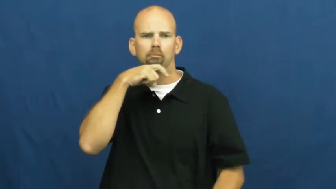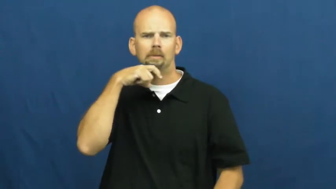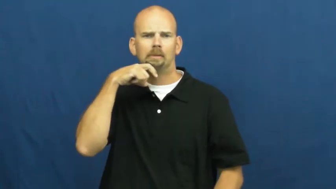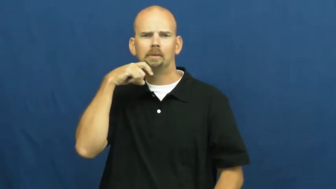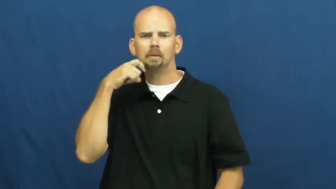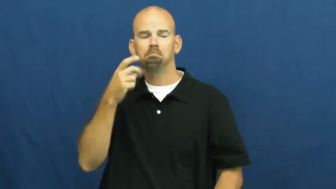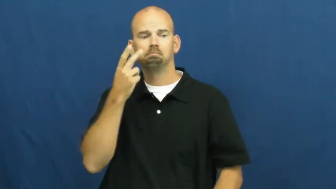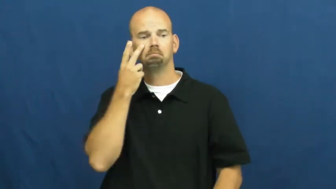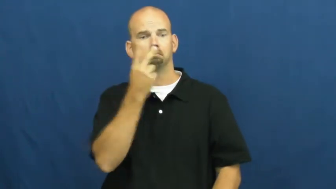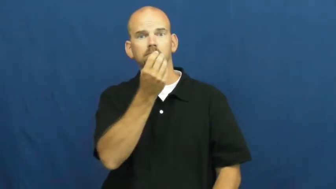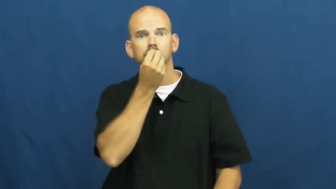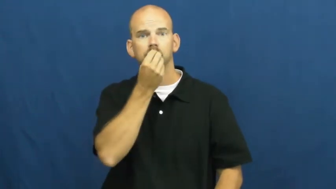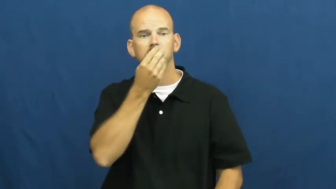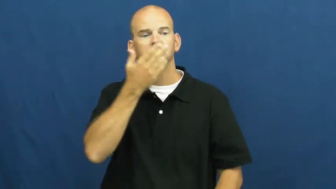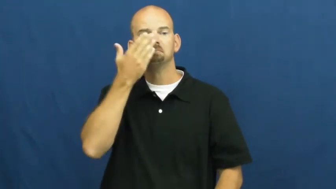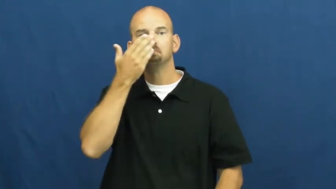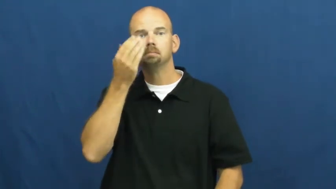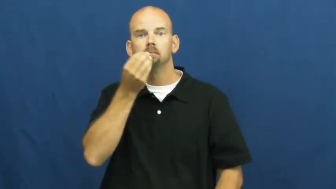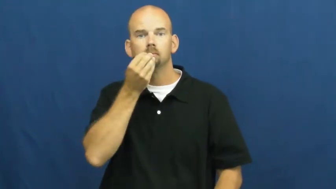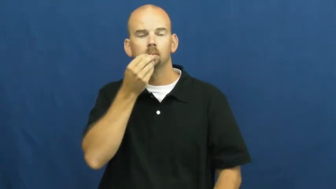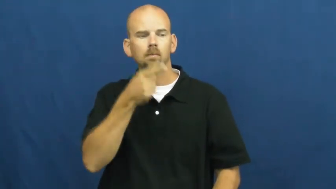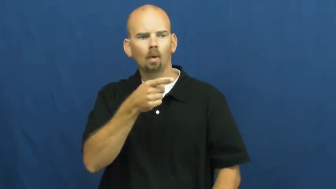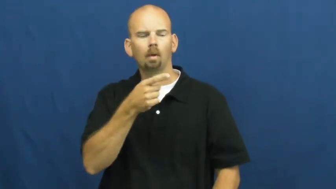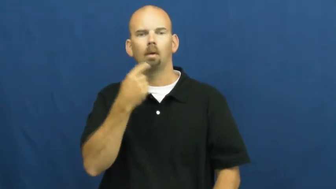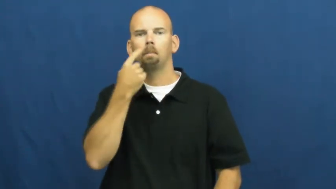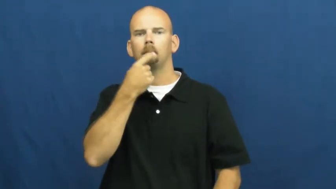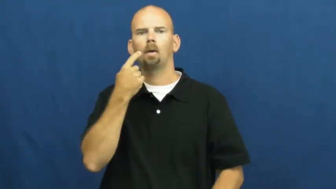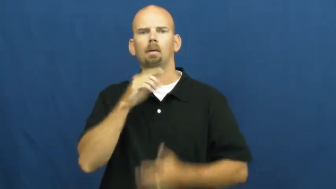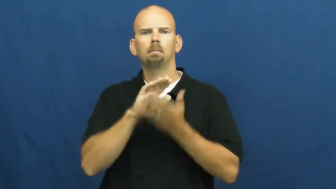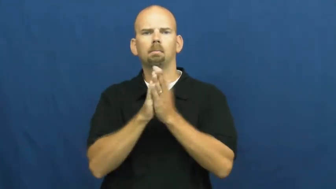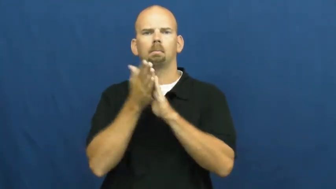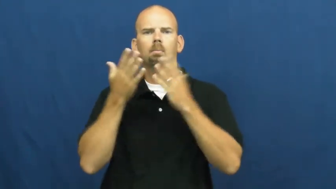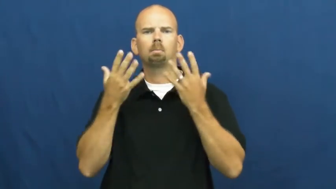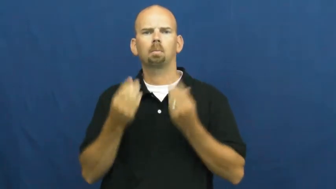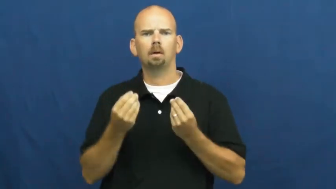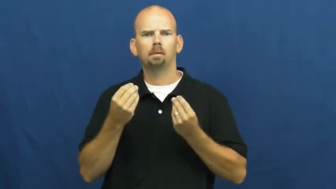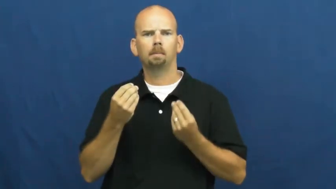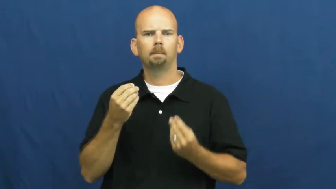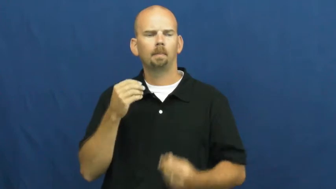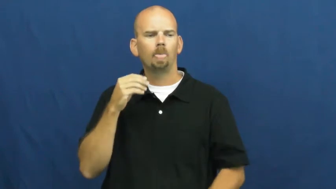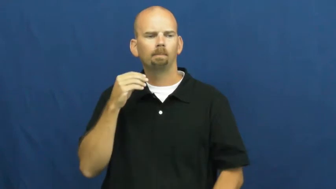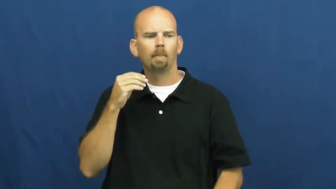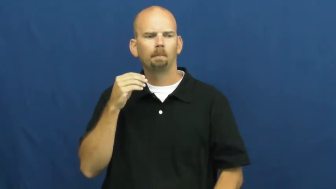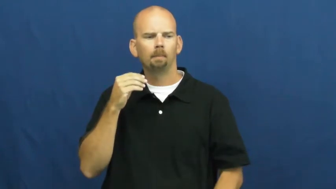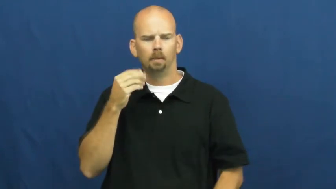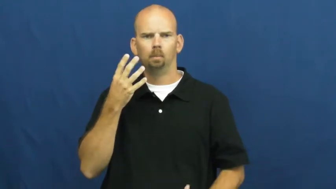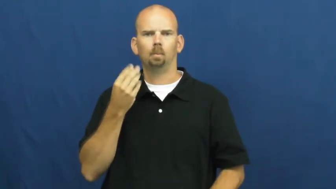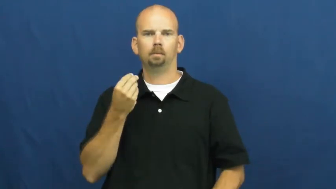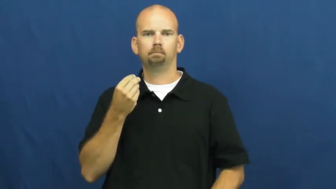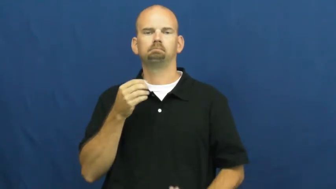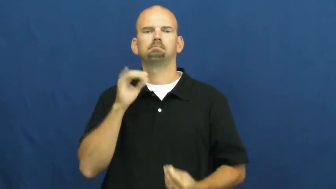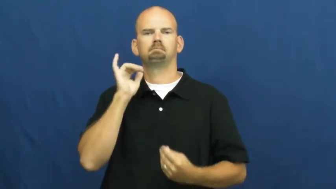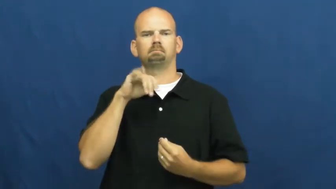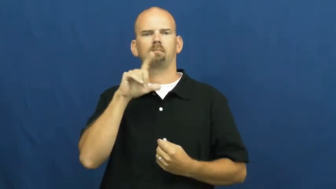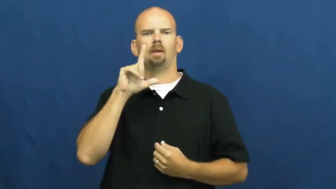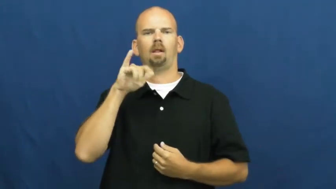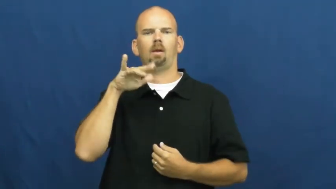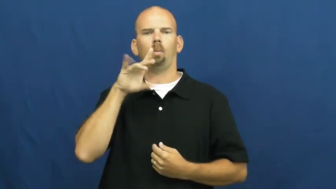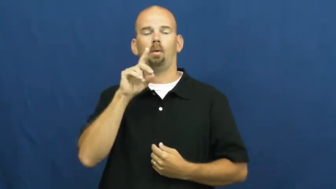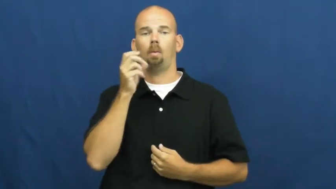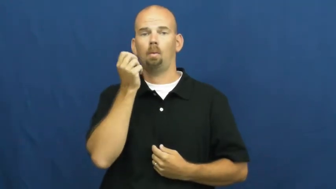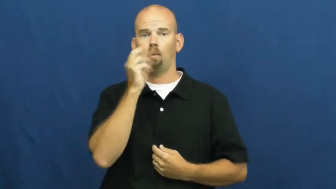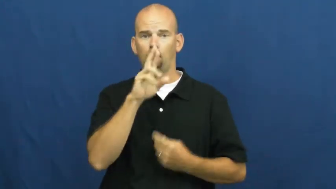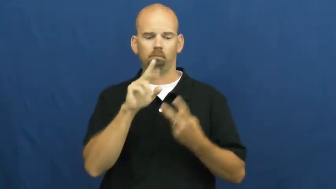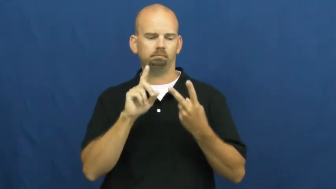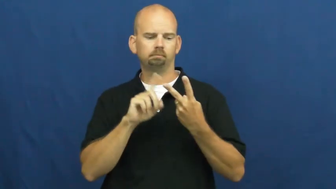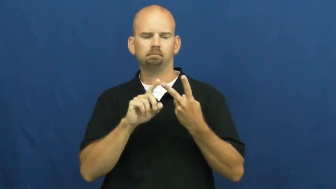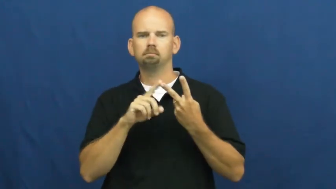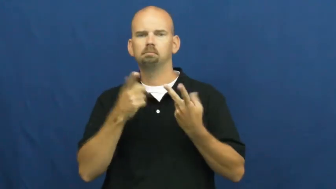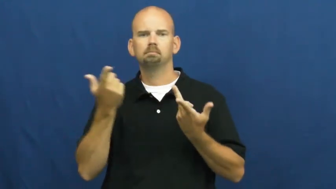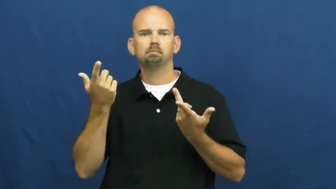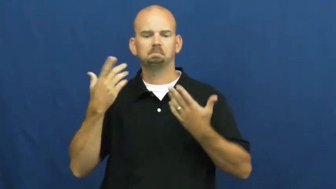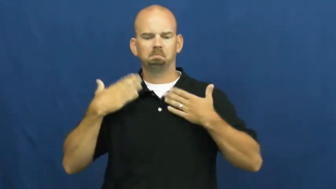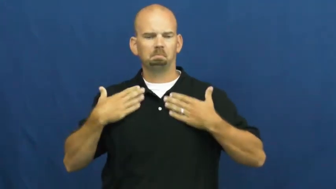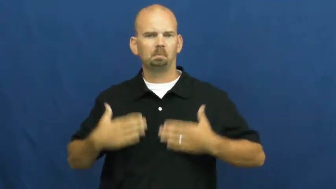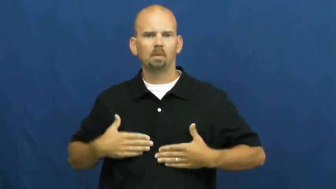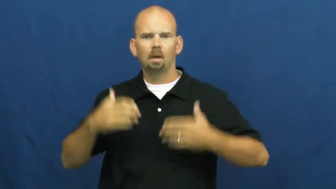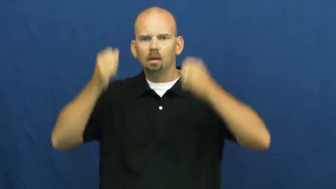secrete